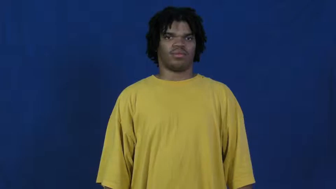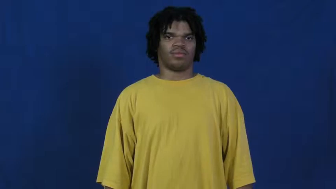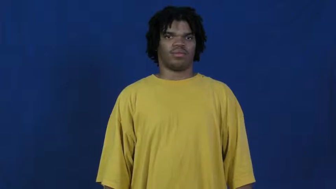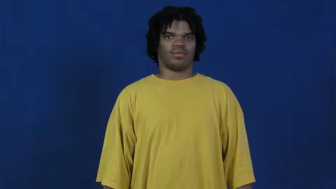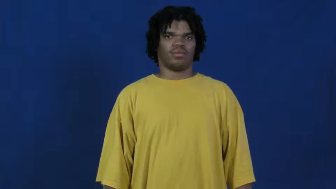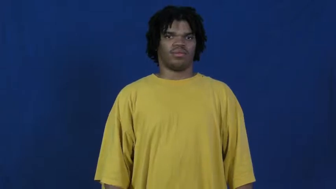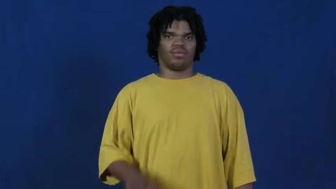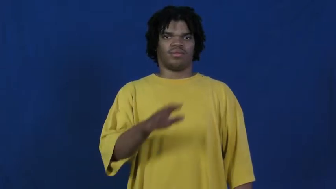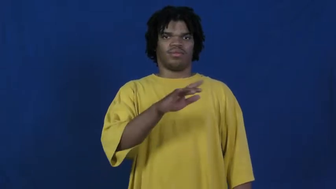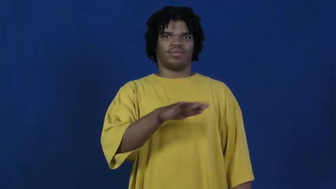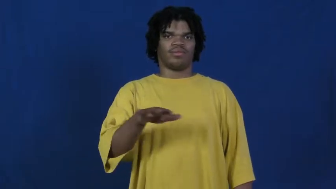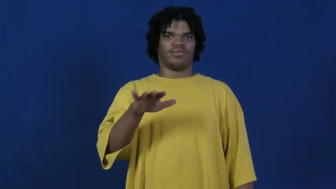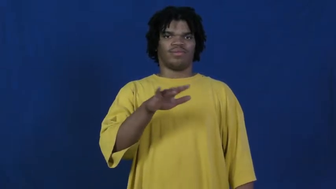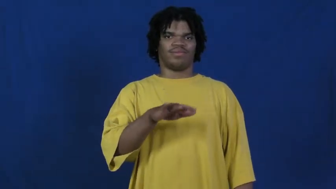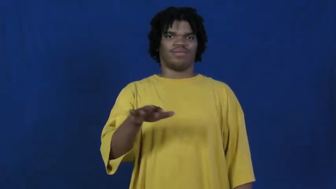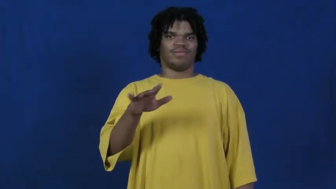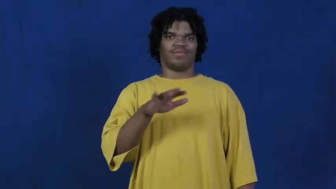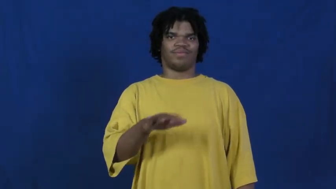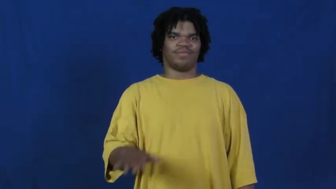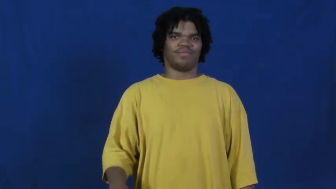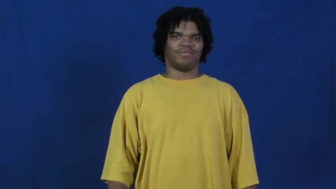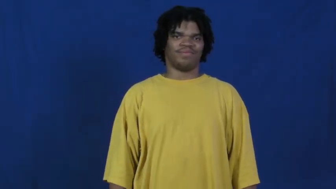fingerspell